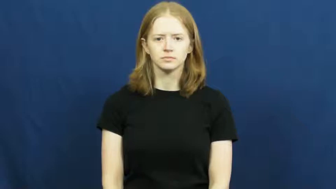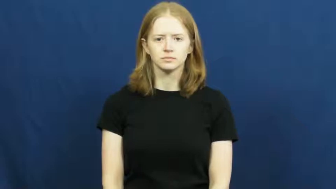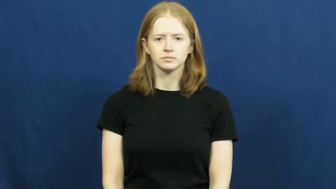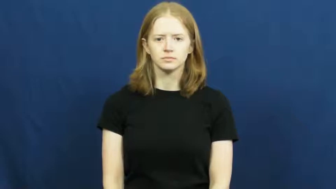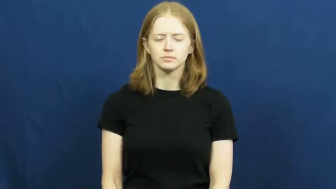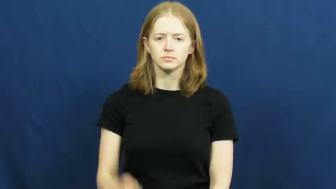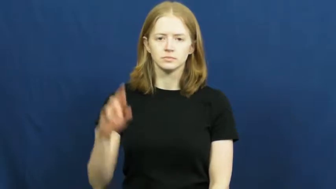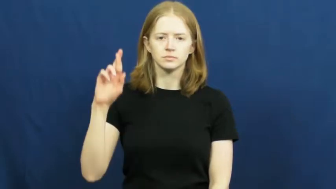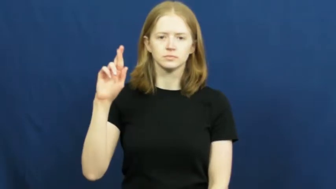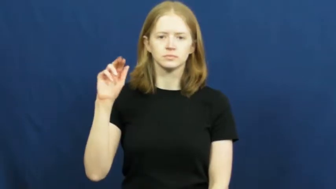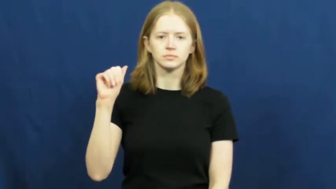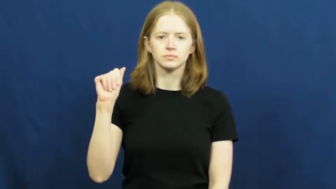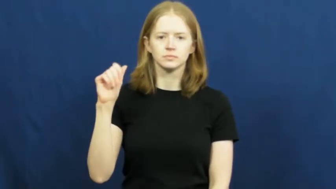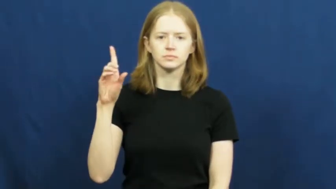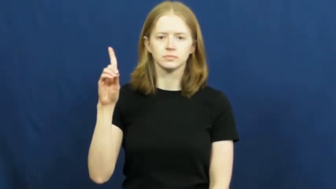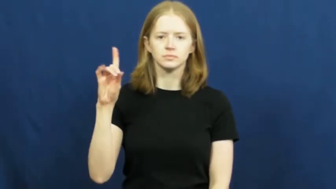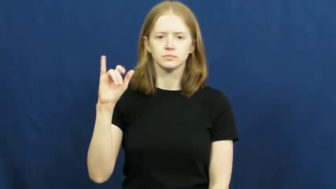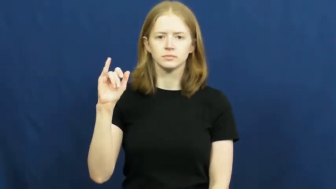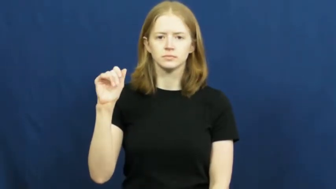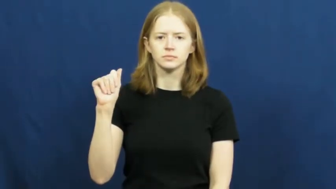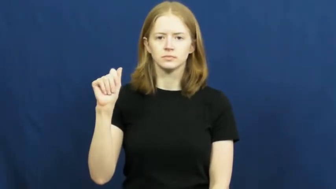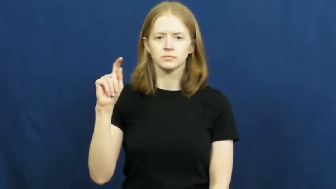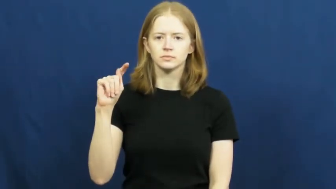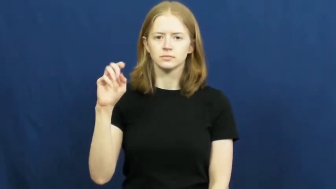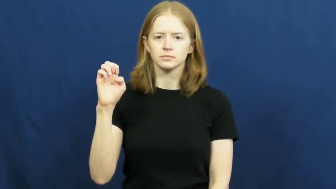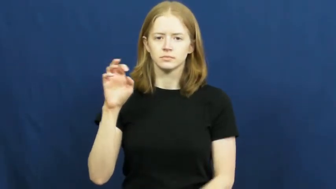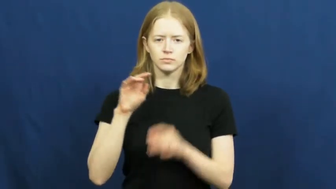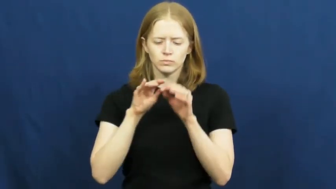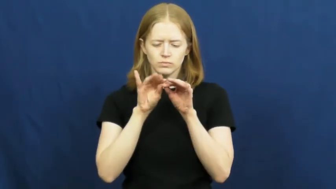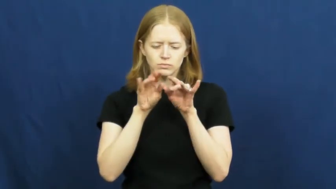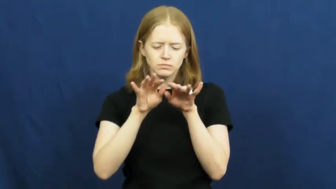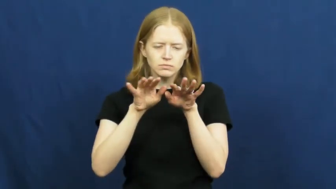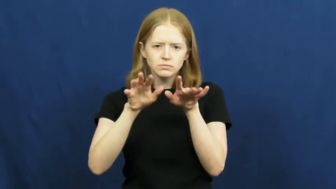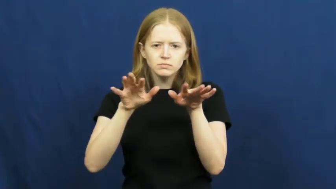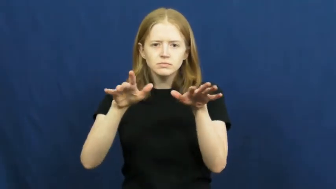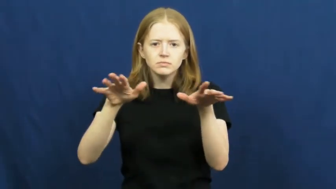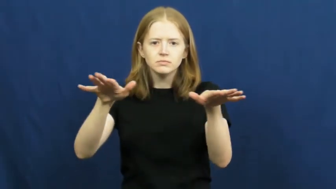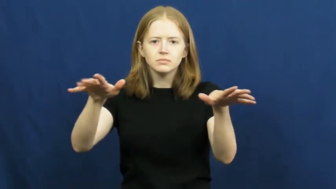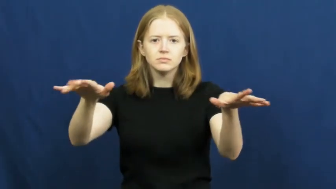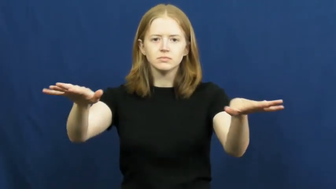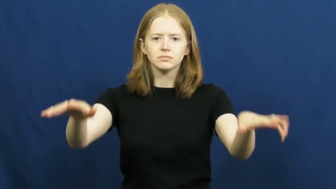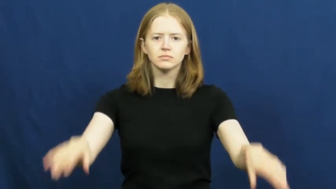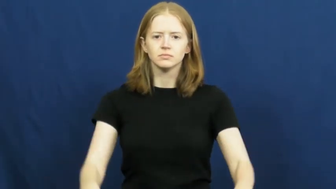radiate,radiation